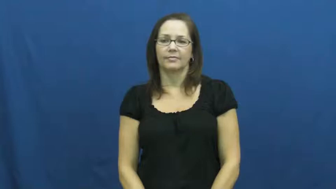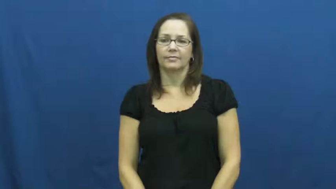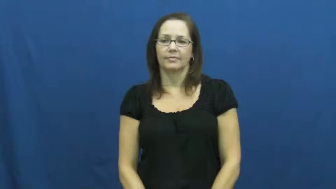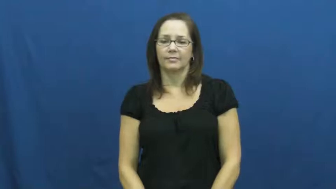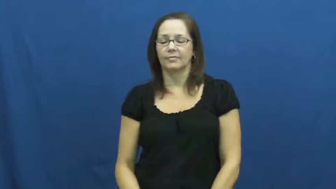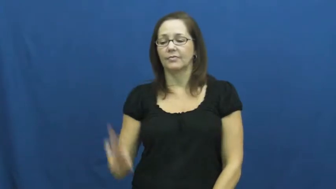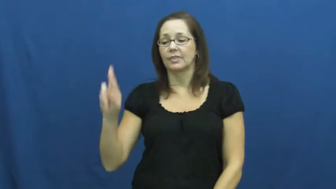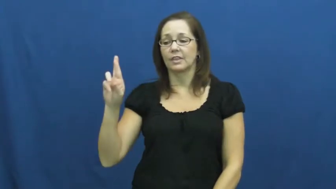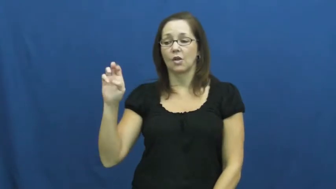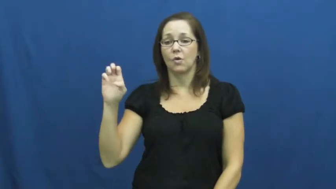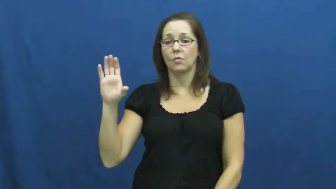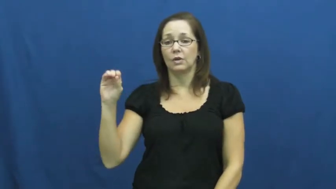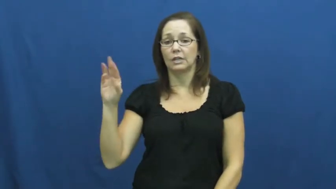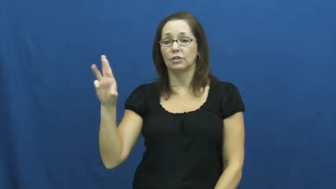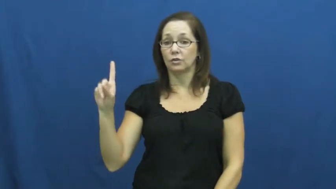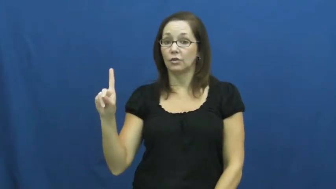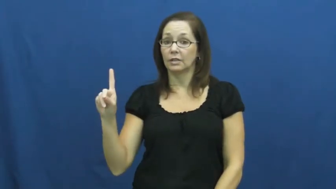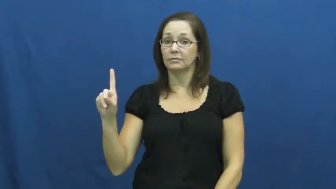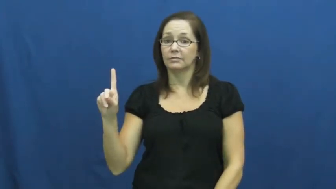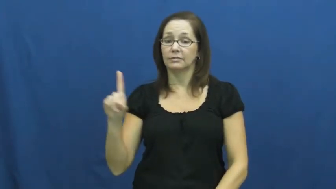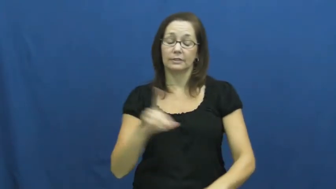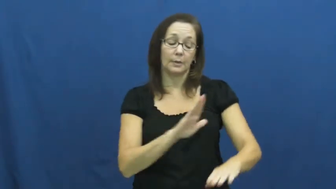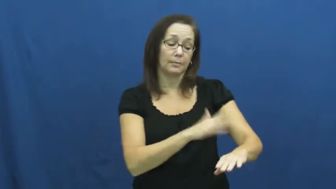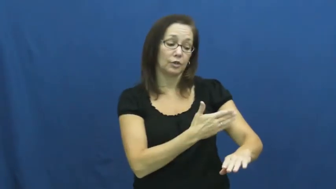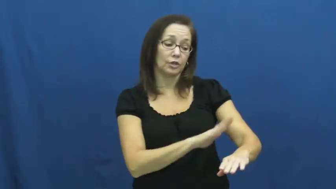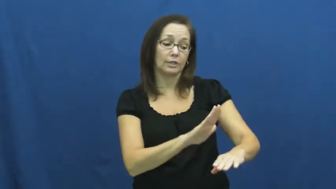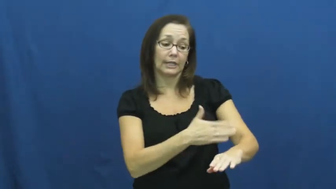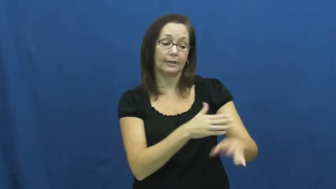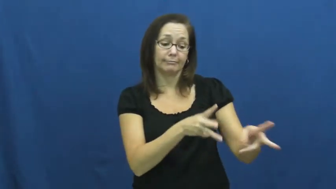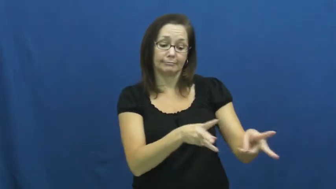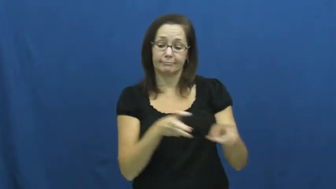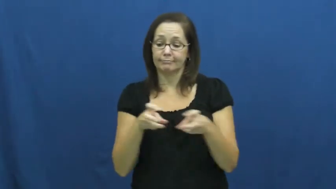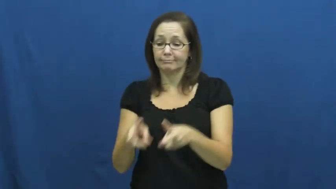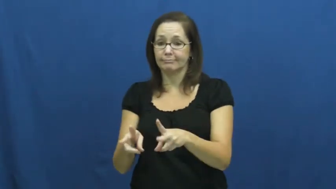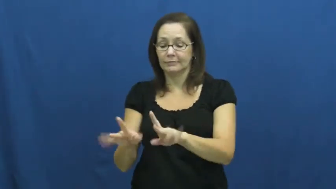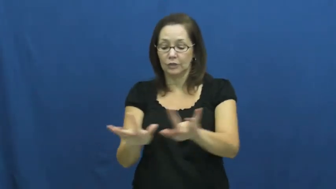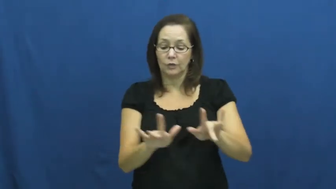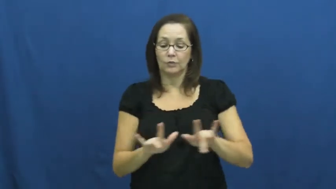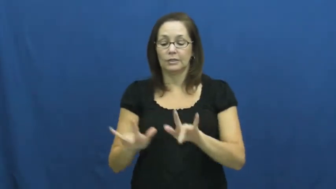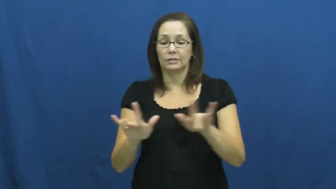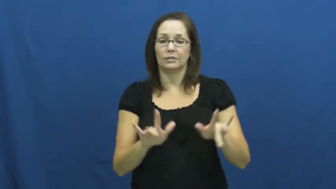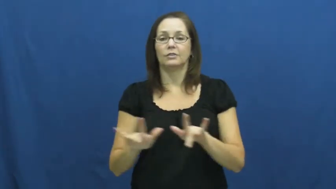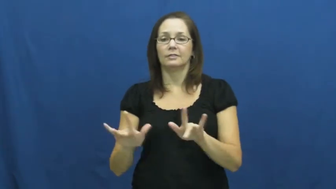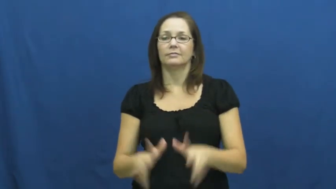record,cut-music